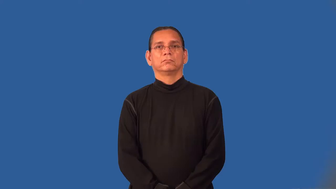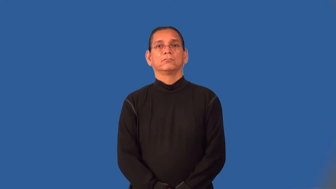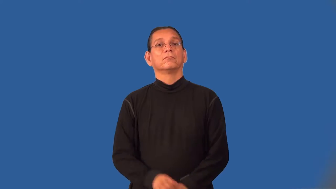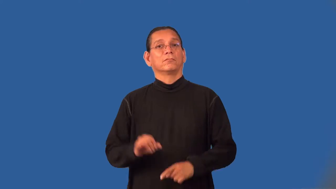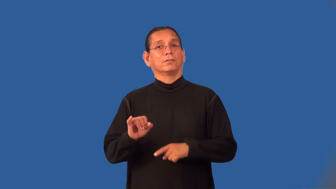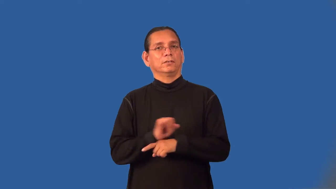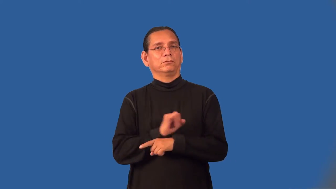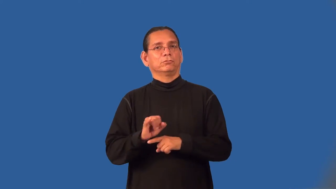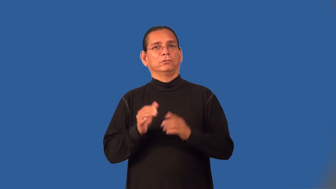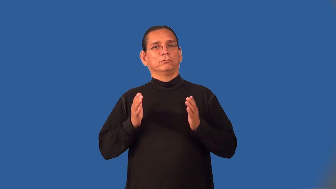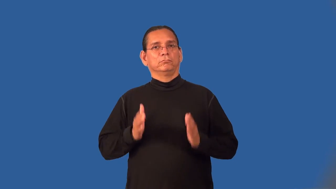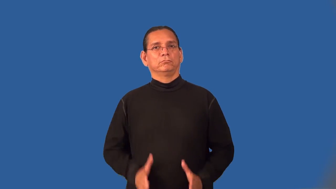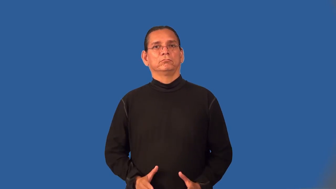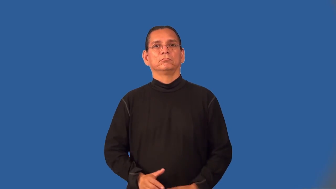industrialist